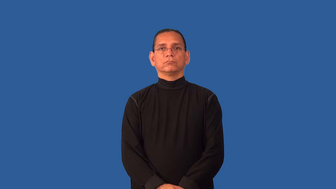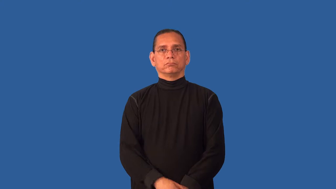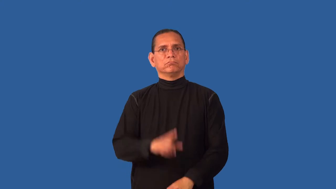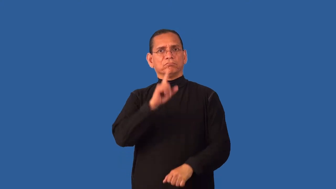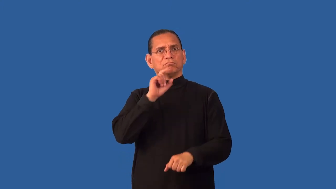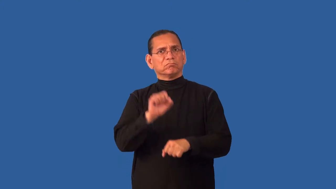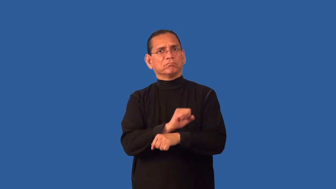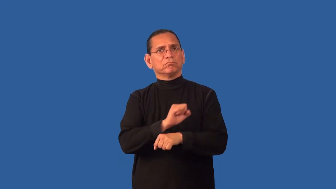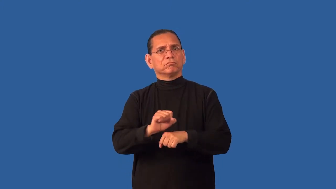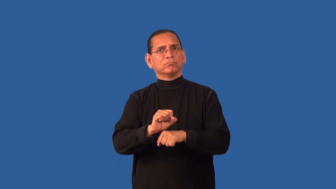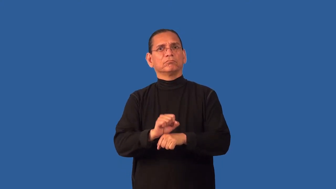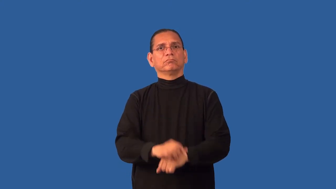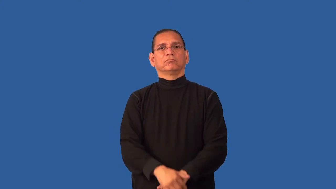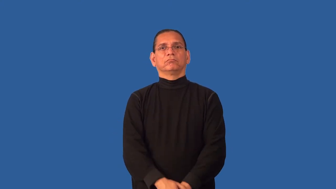decidedly